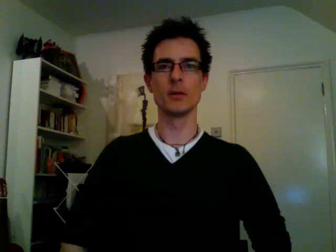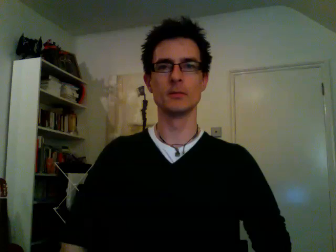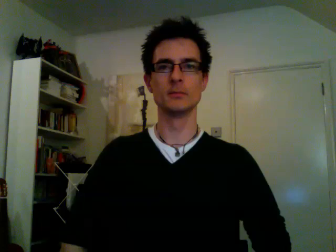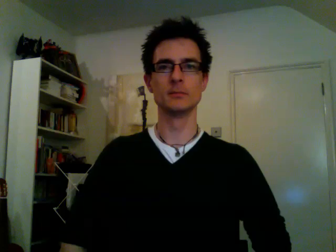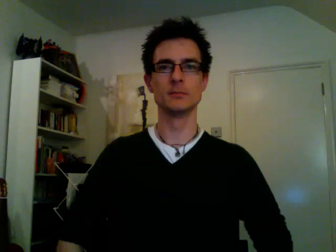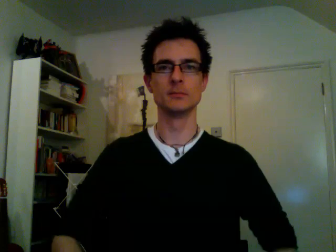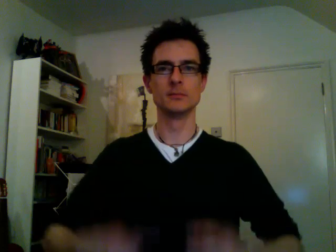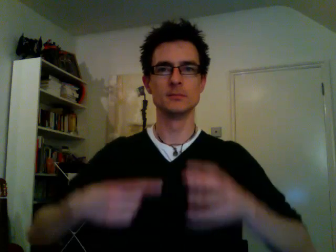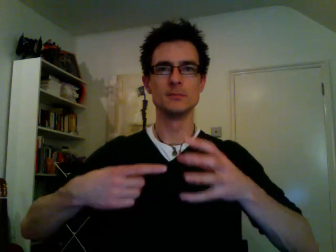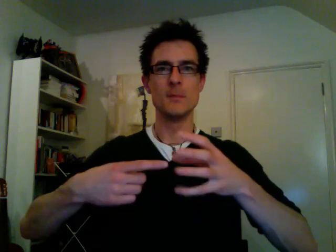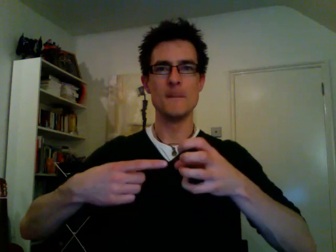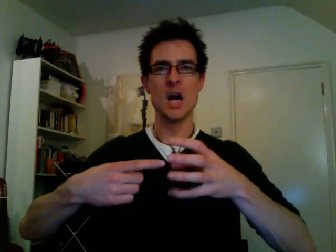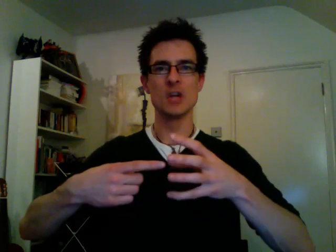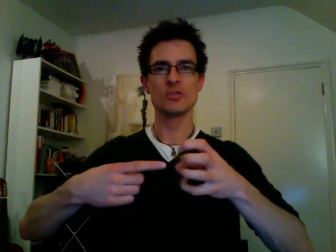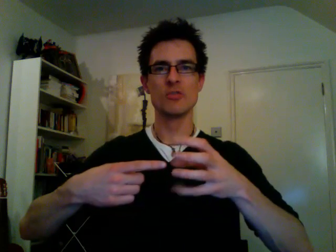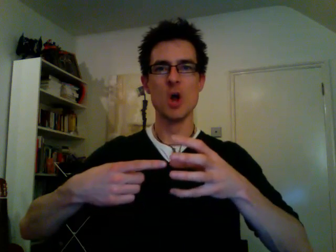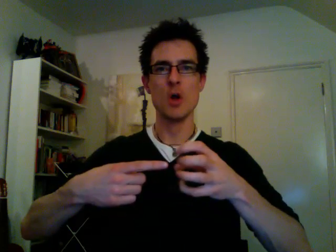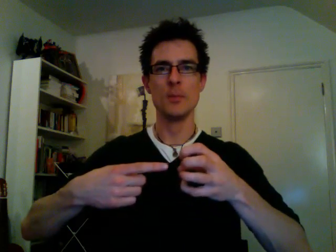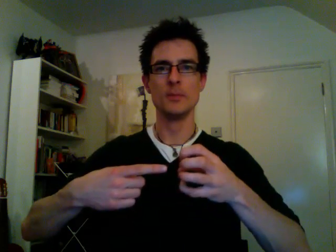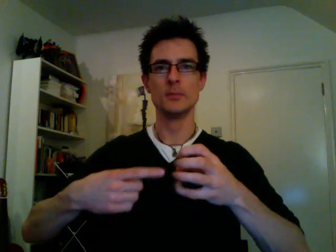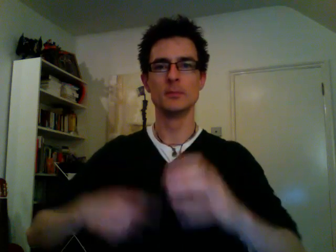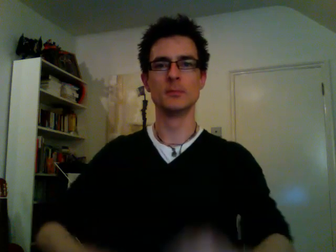mushroom